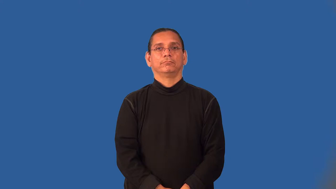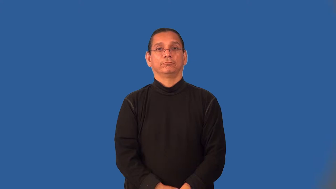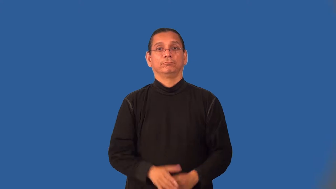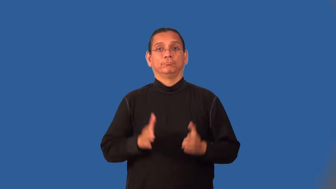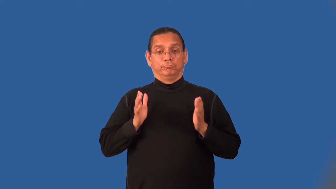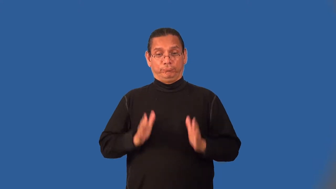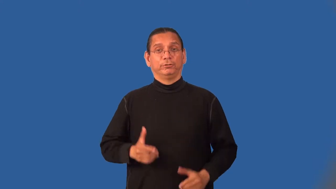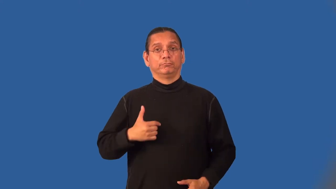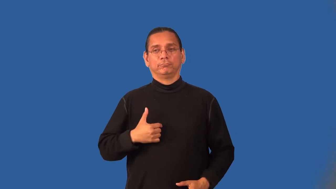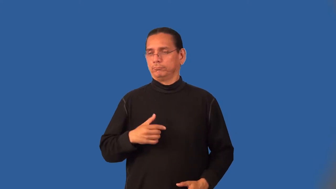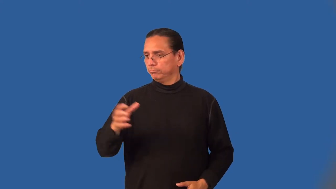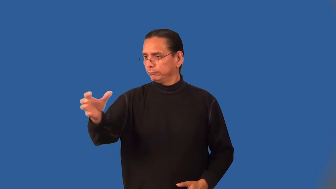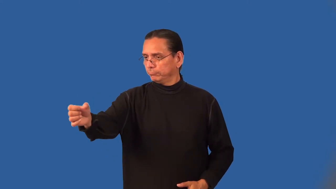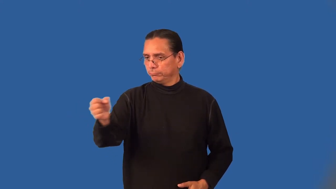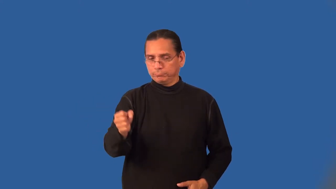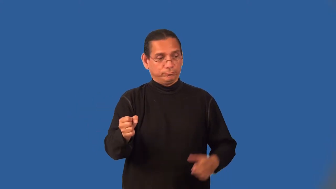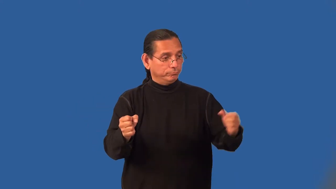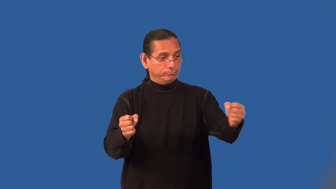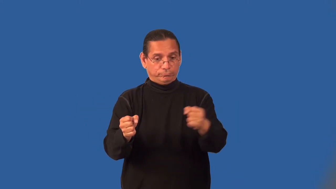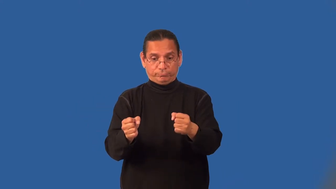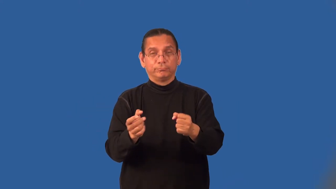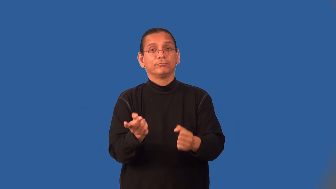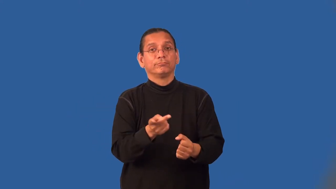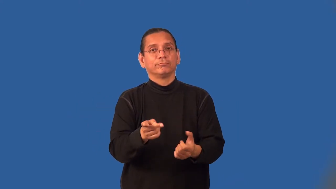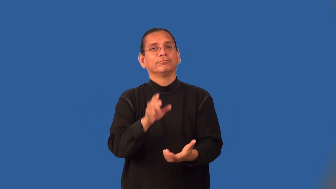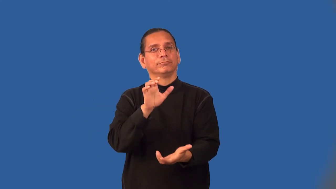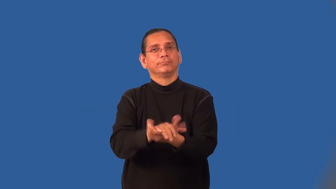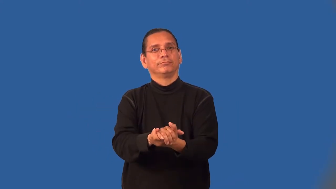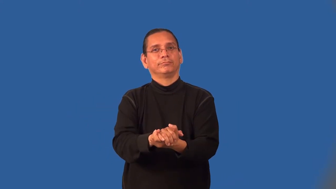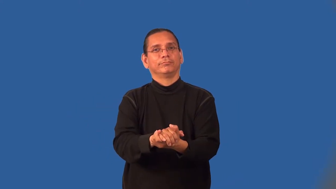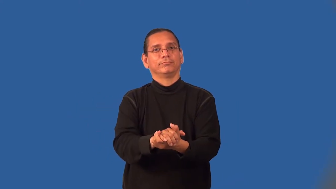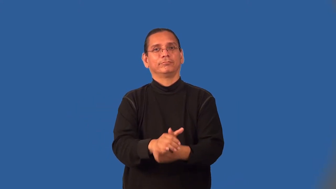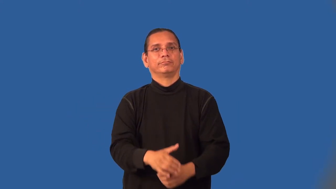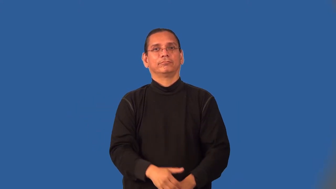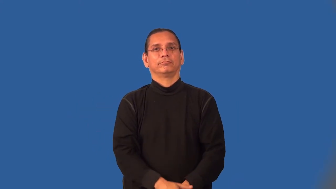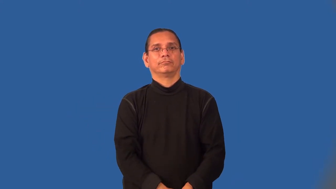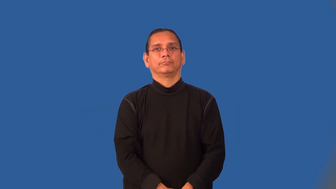matchmaker